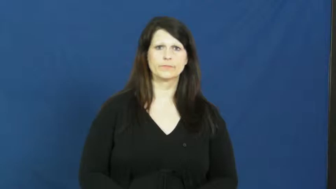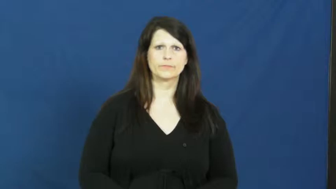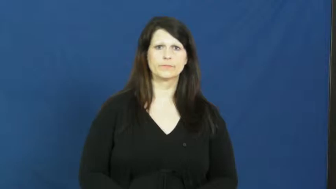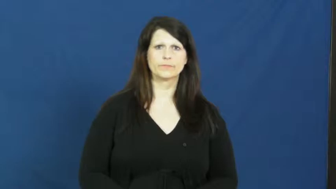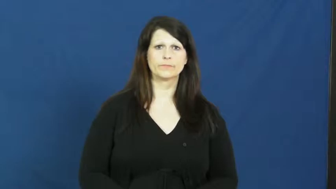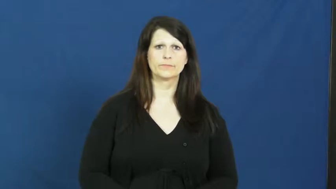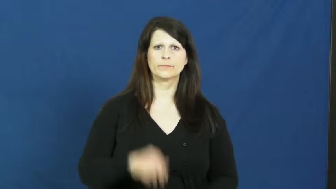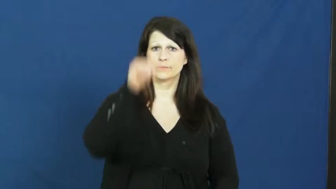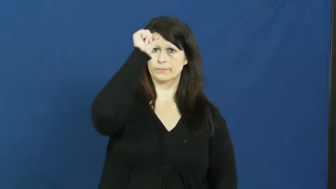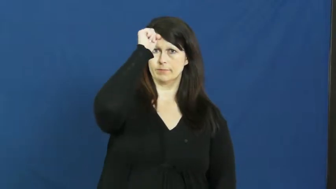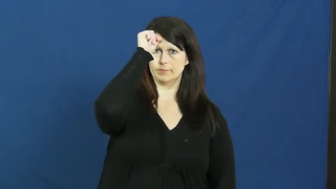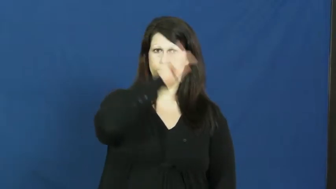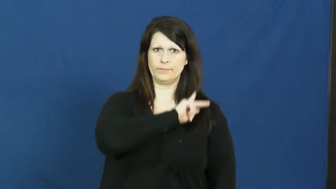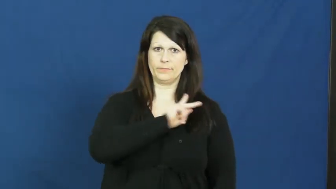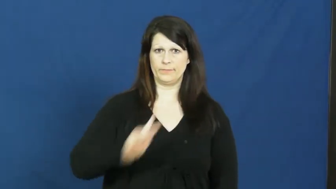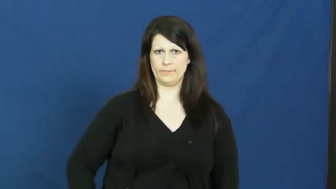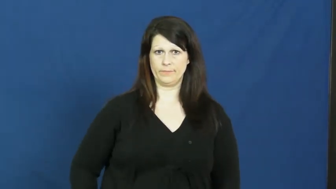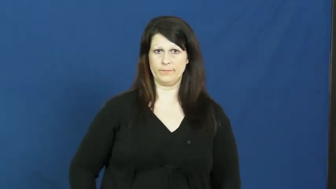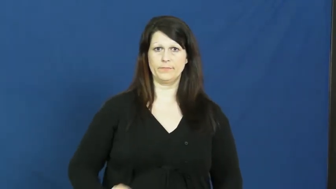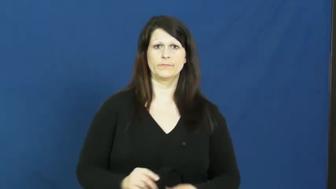rajah